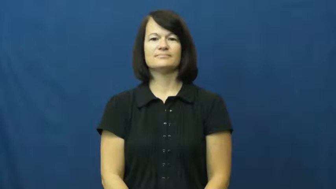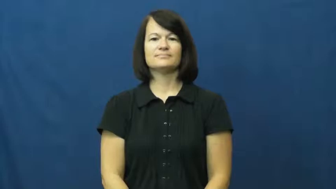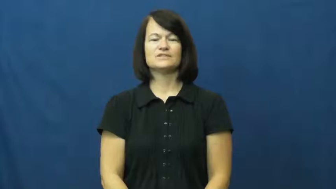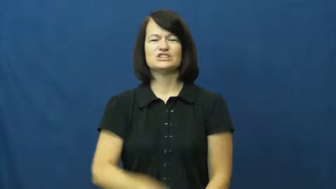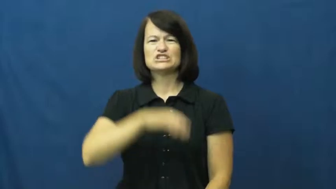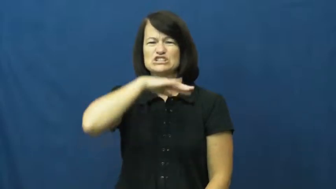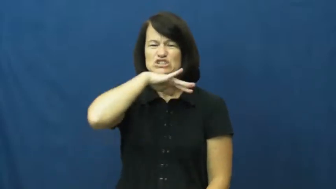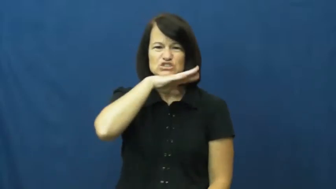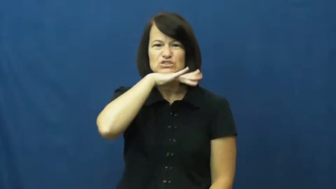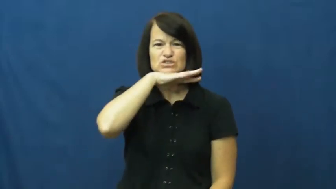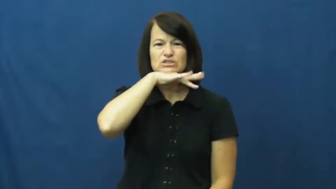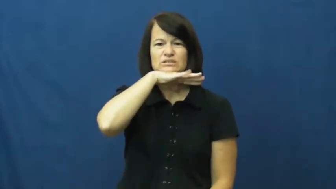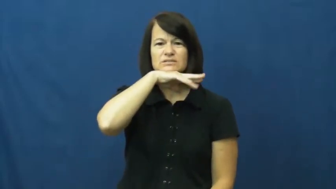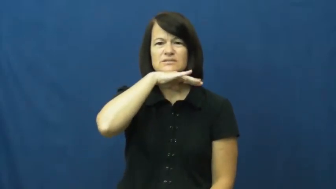unwashed